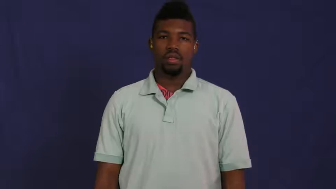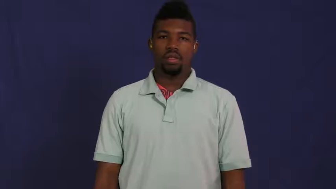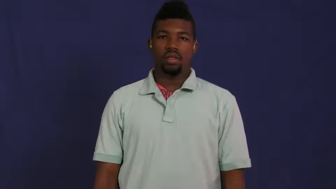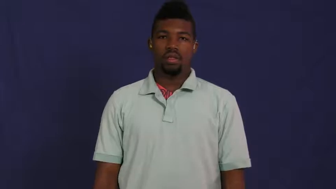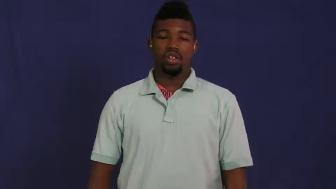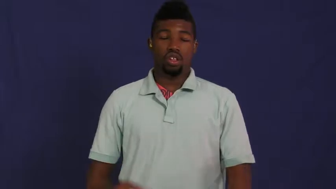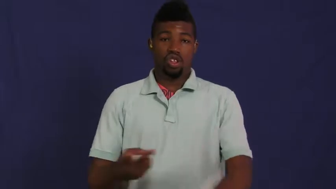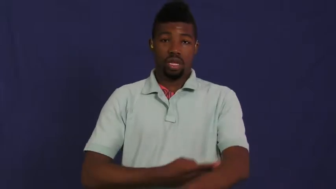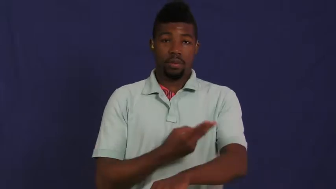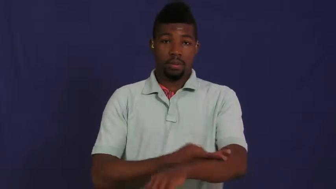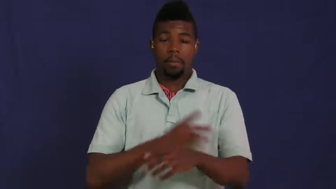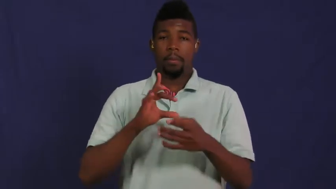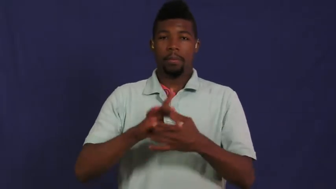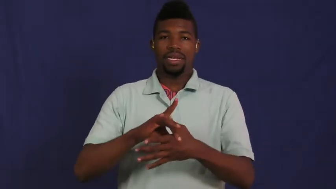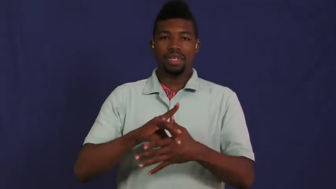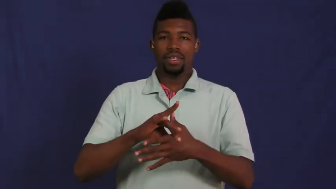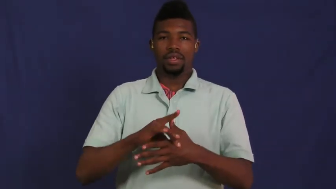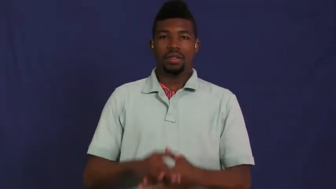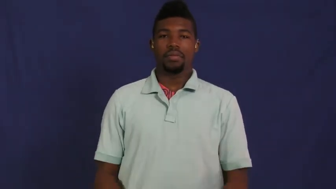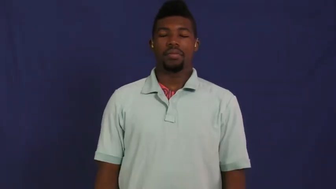mutton